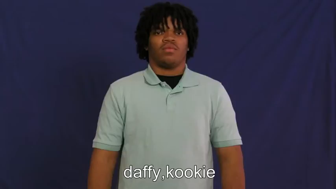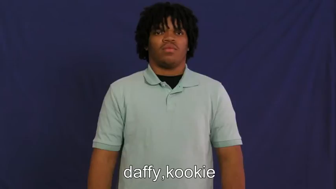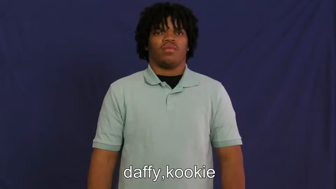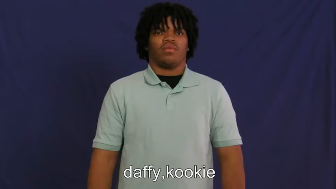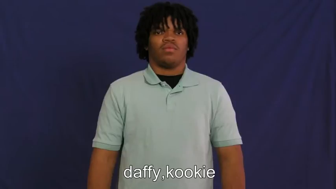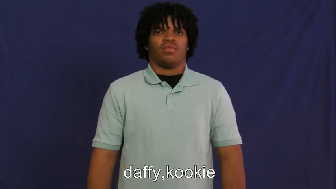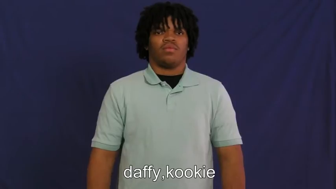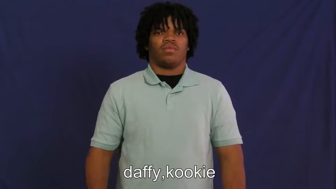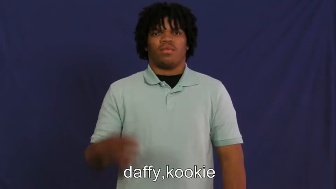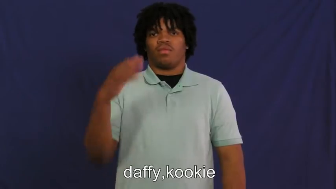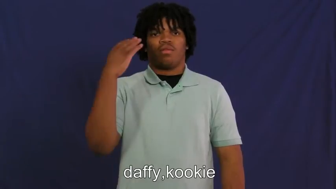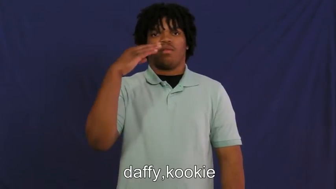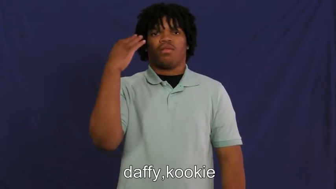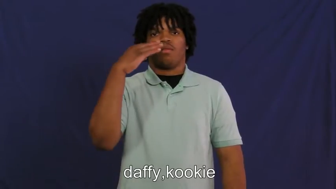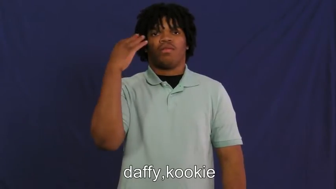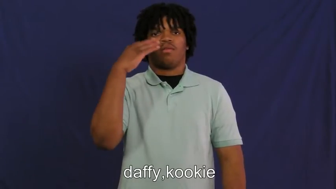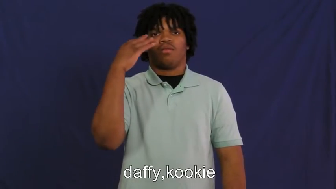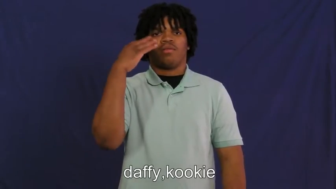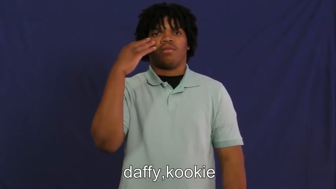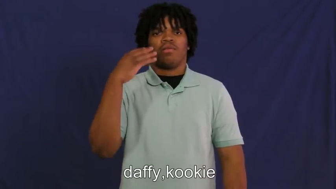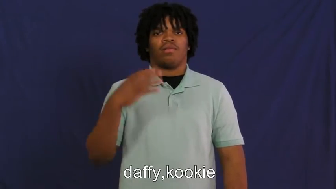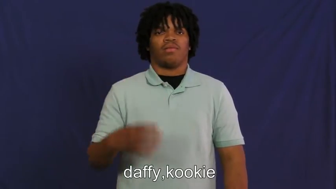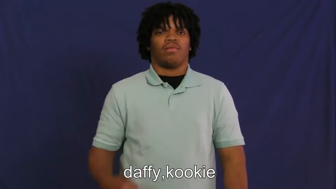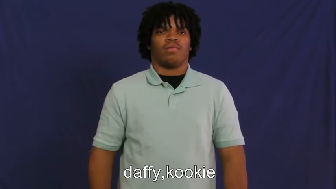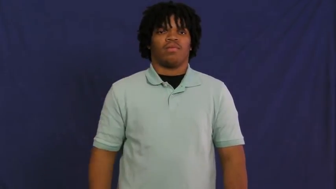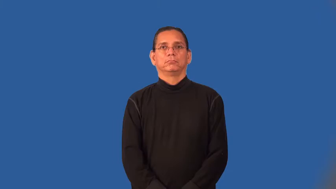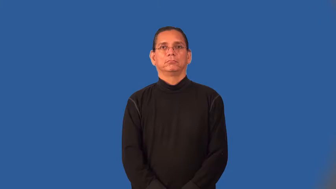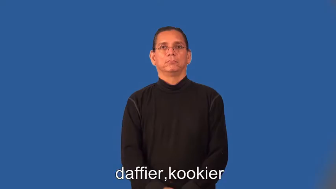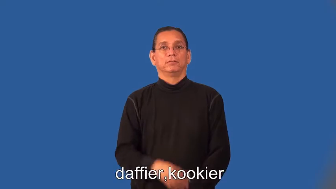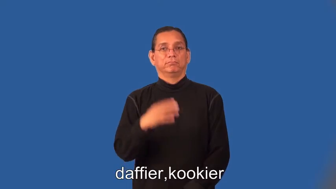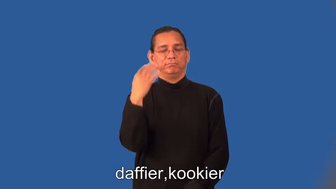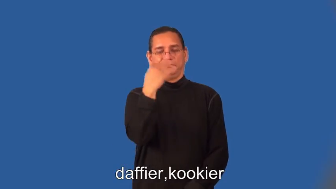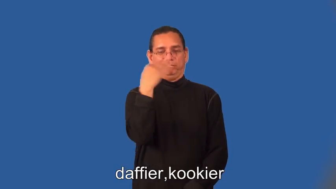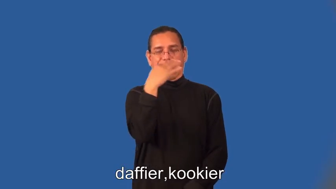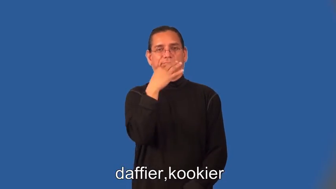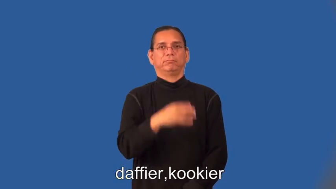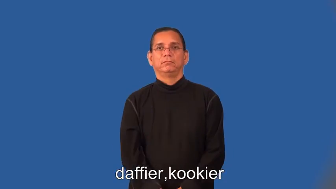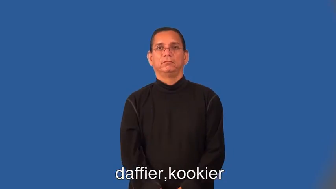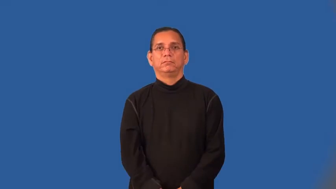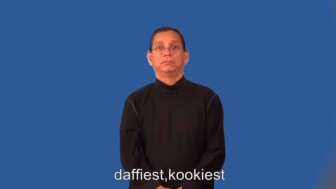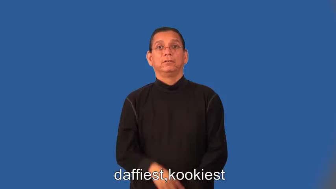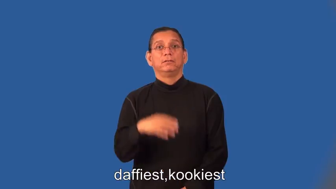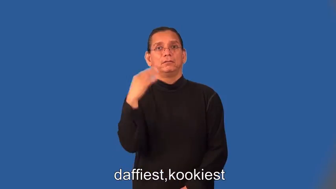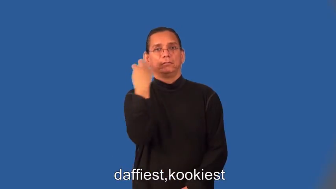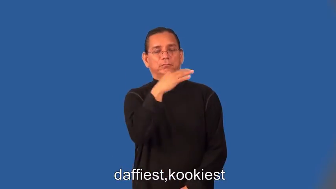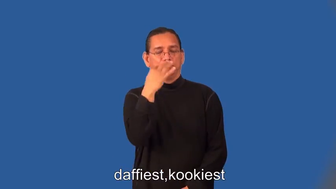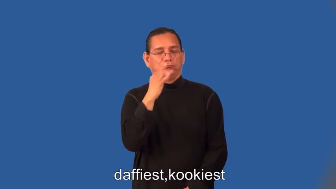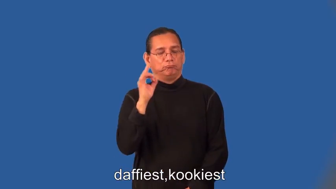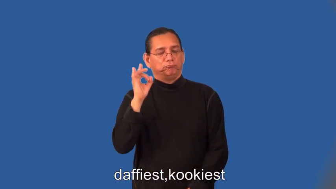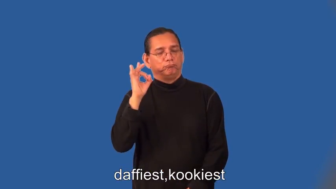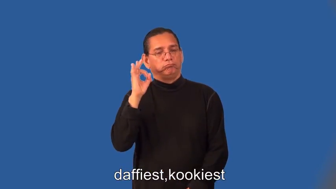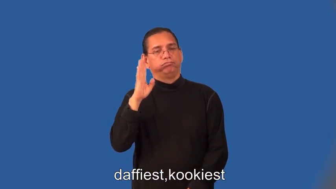daffier,kookier,daffiest,kookiest